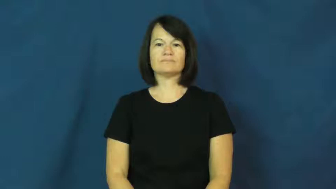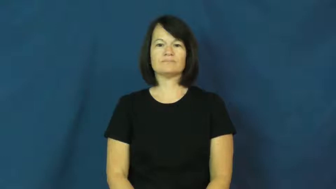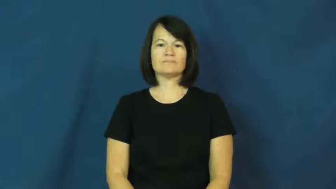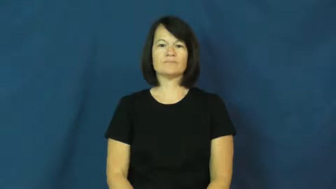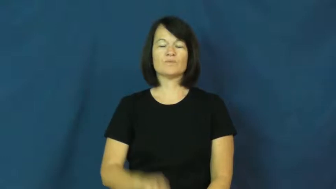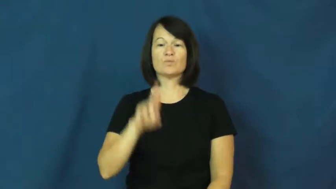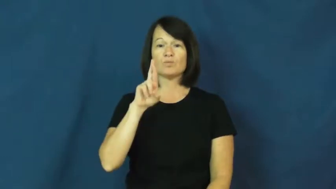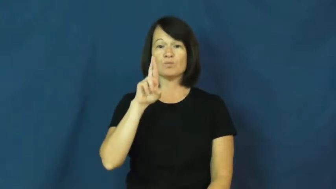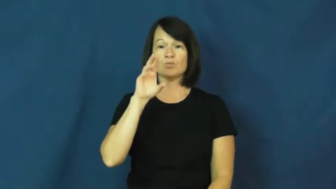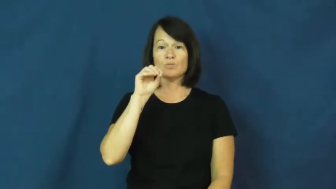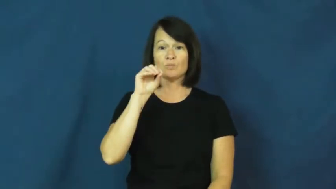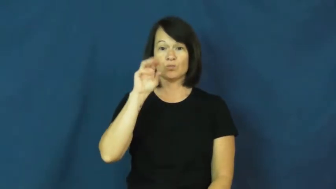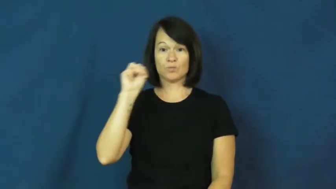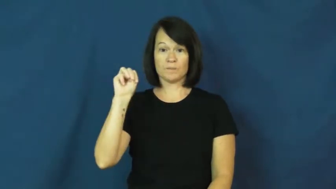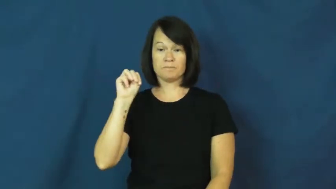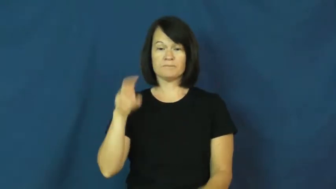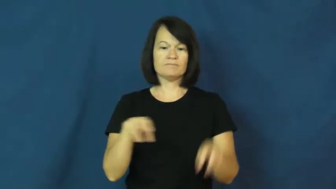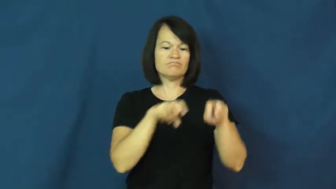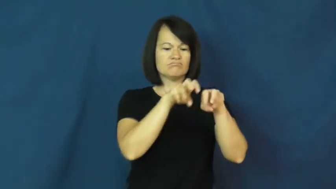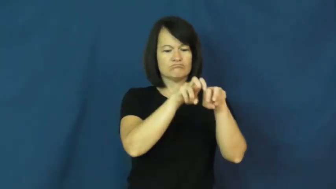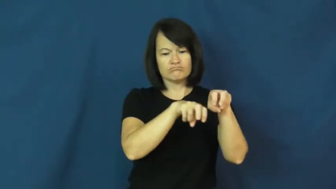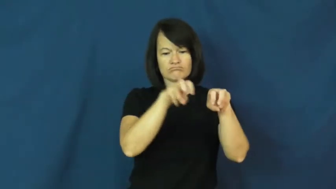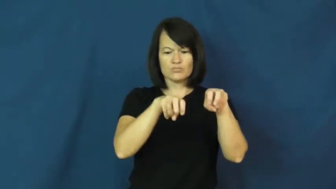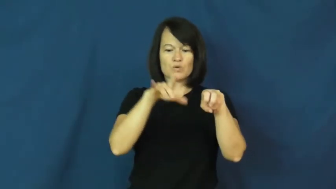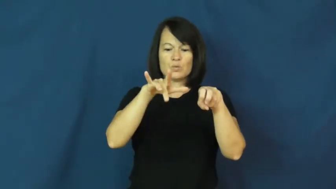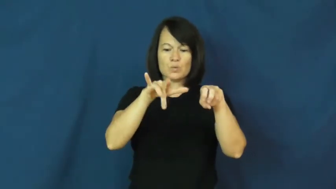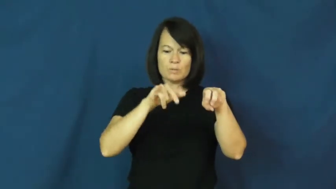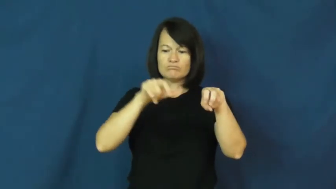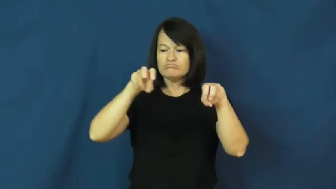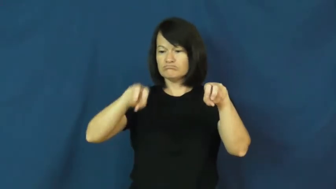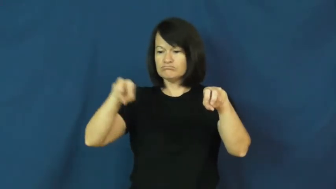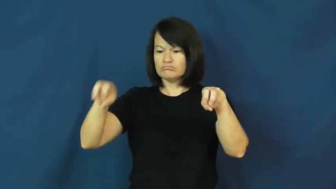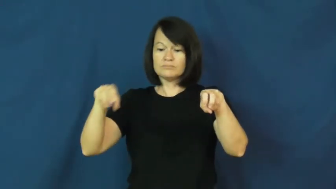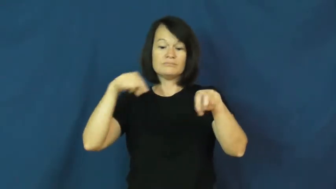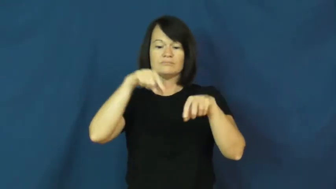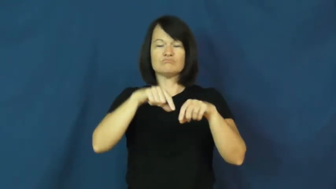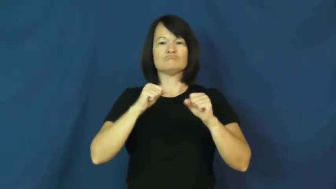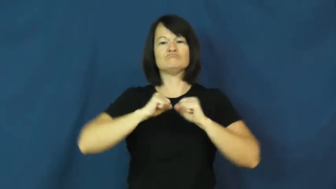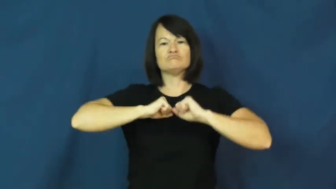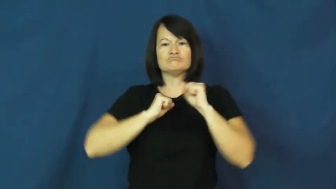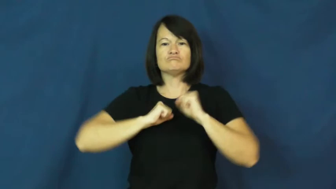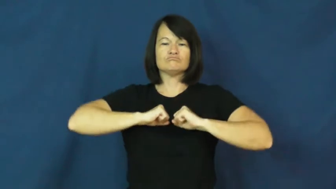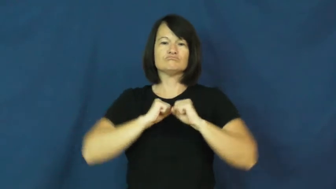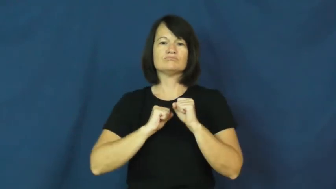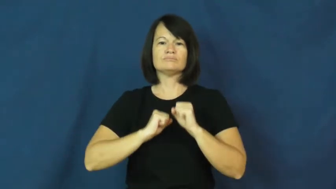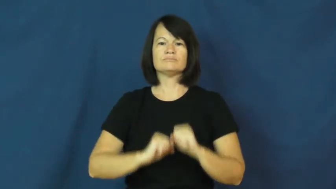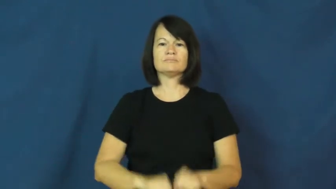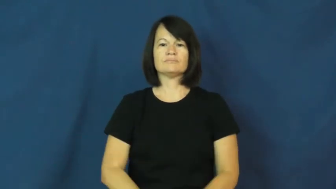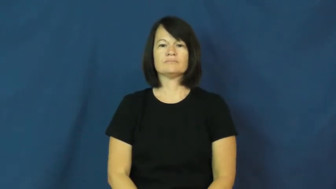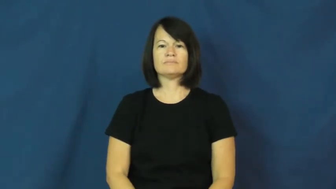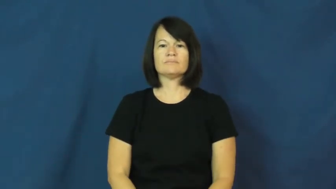room,elbowroom-space